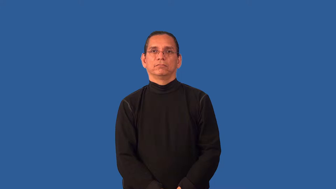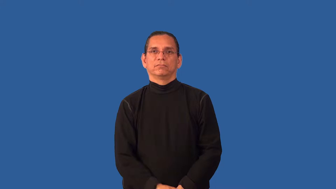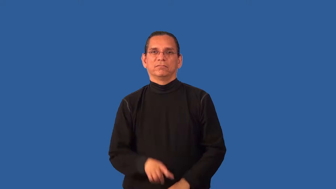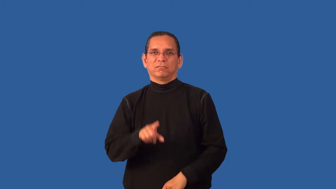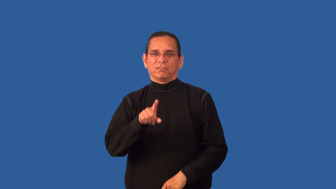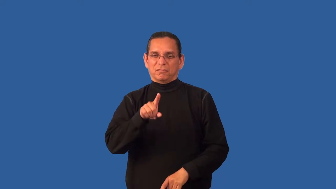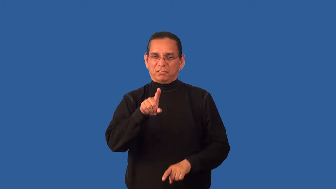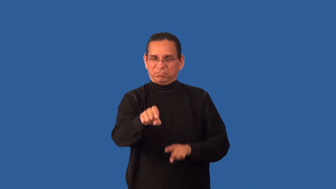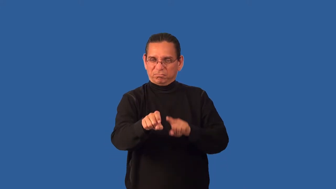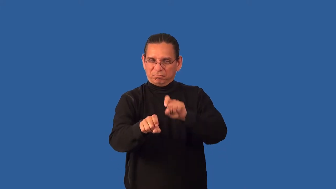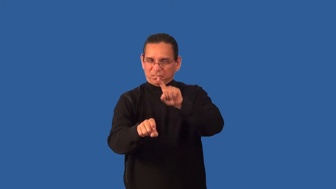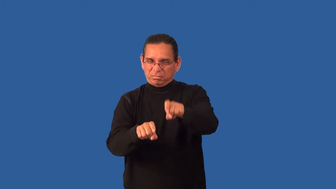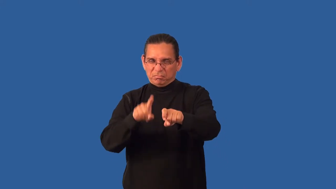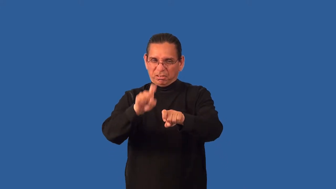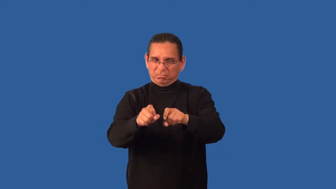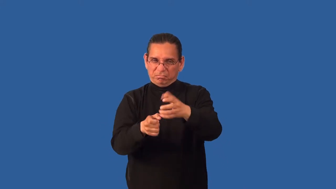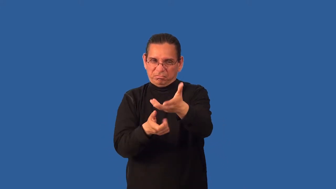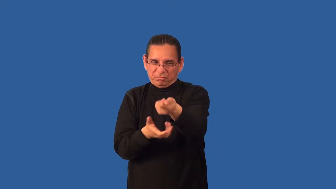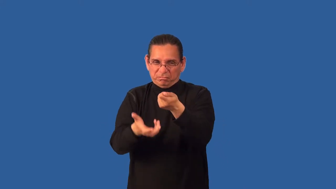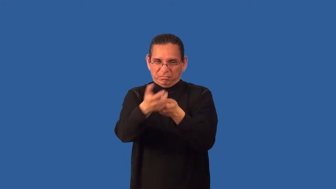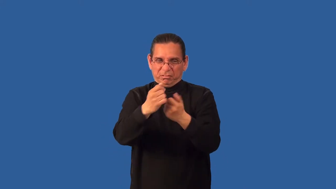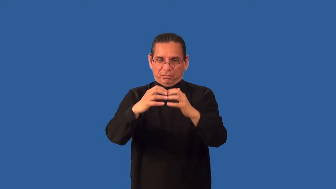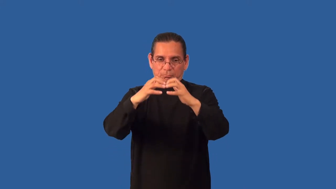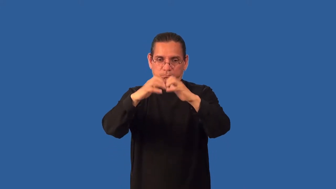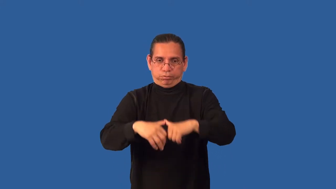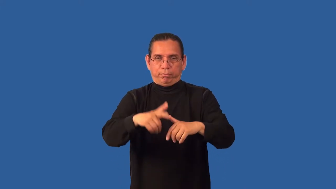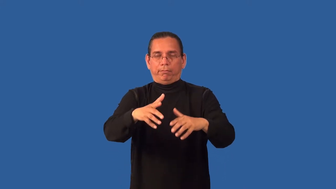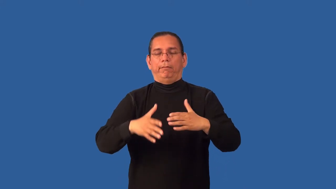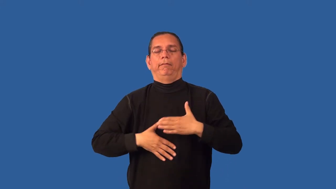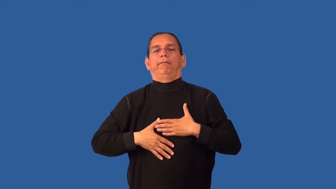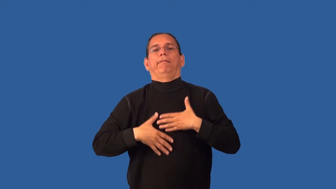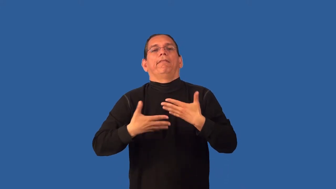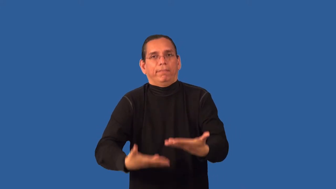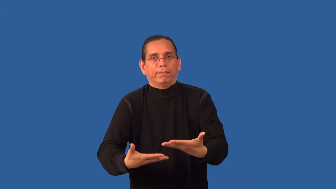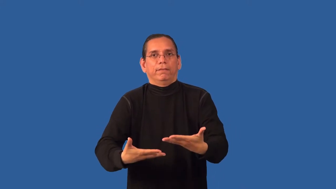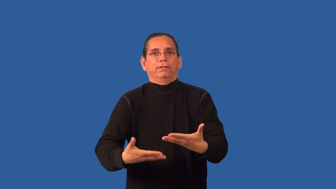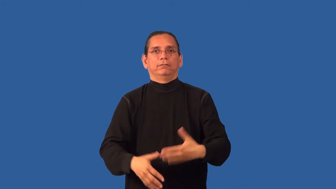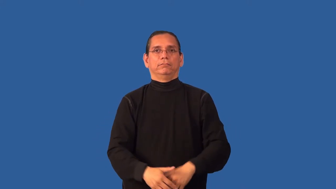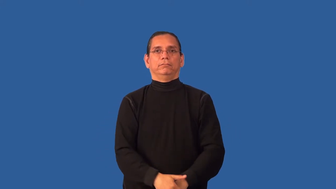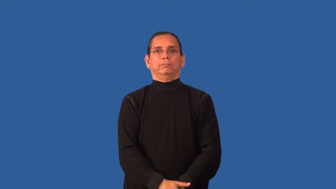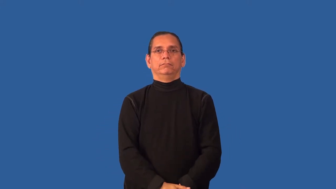break-cause a person to confess